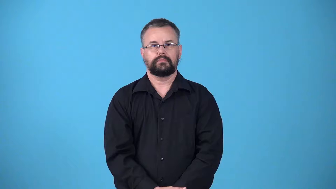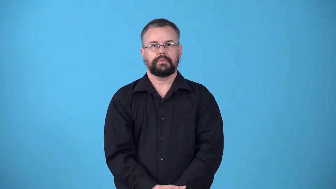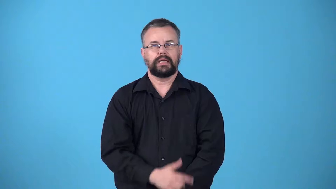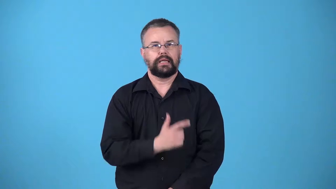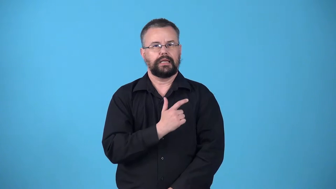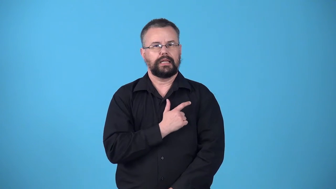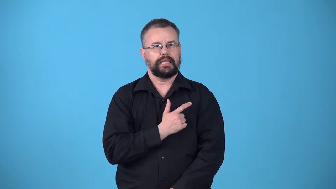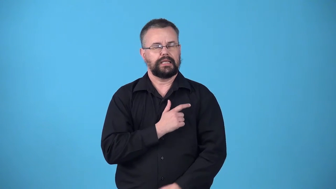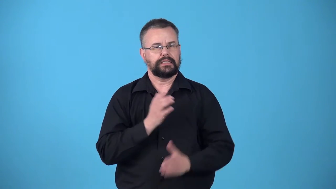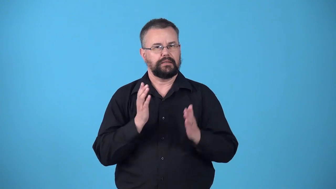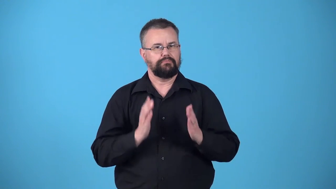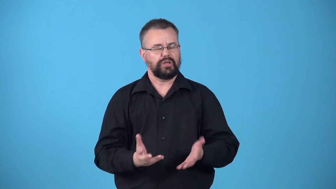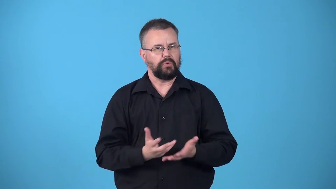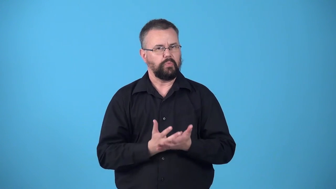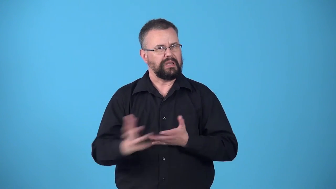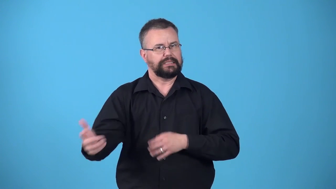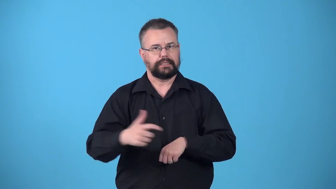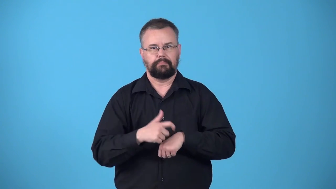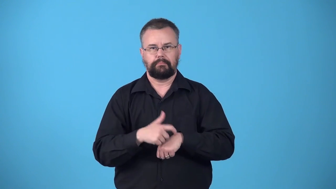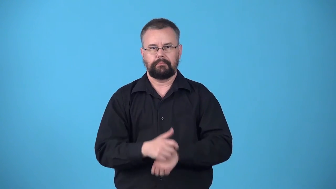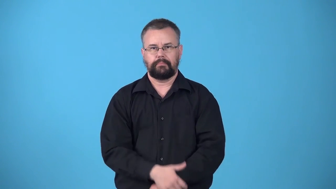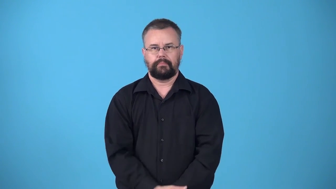wastrel-lazy person who wastes time or money